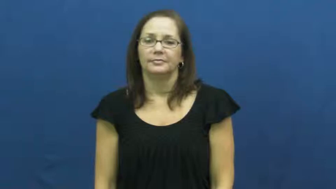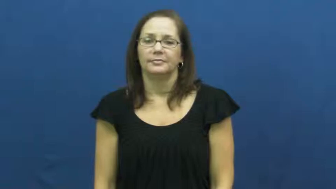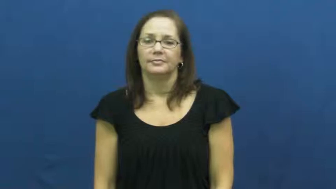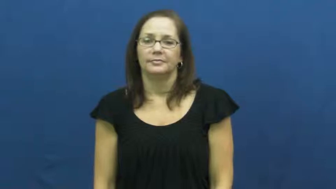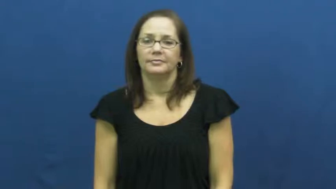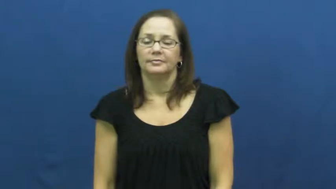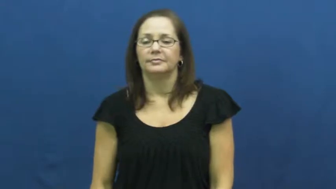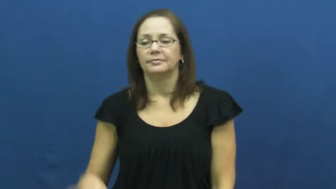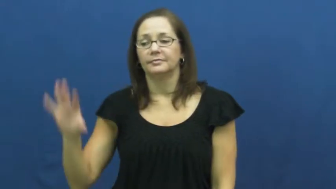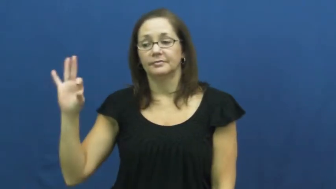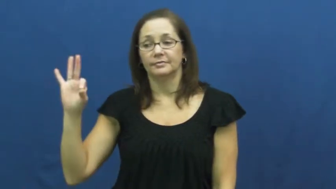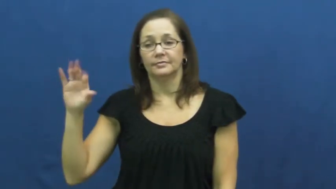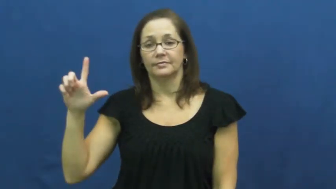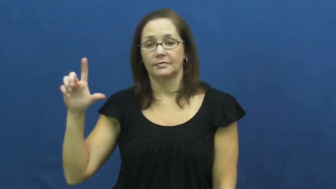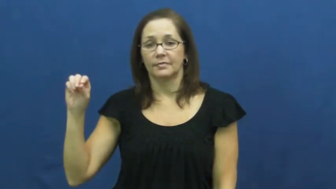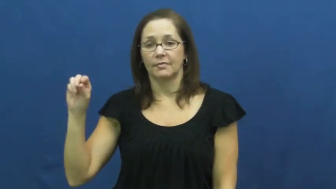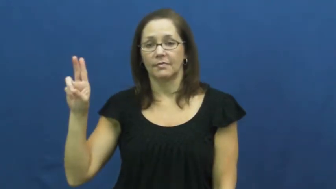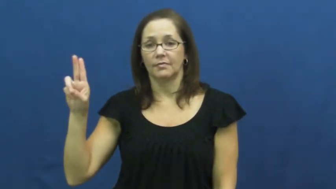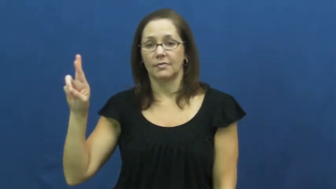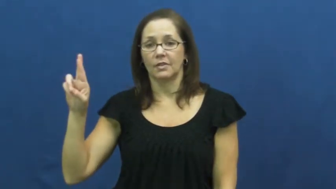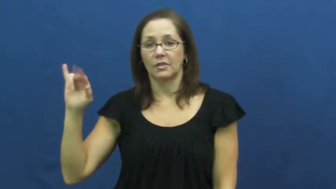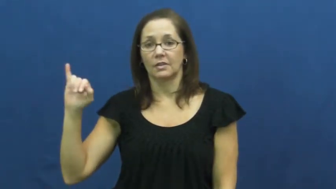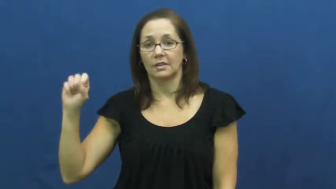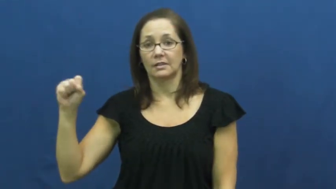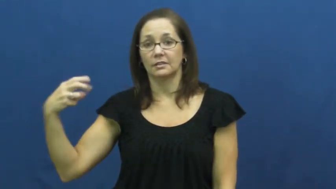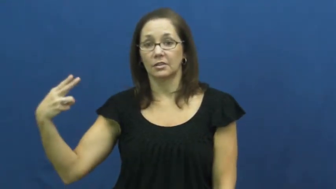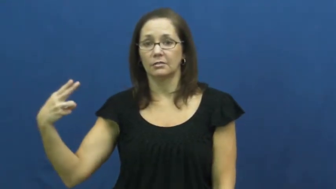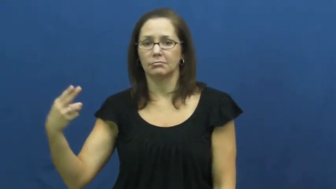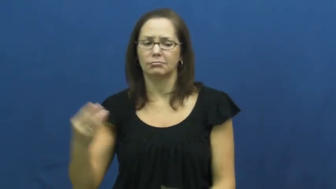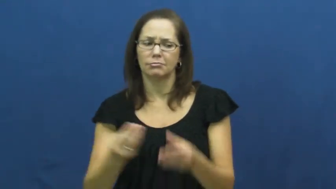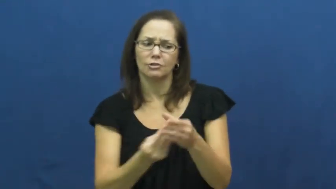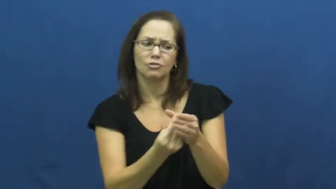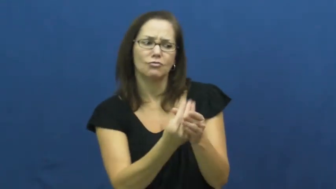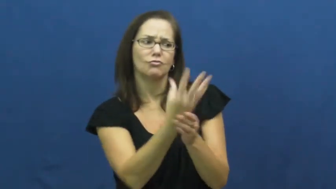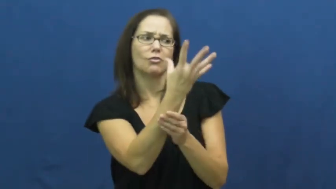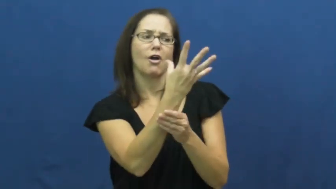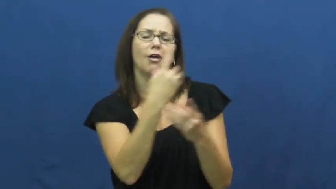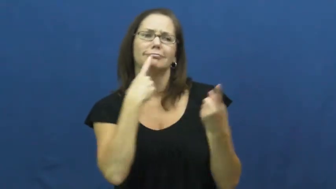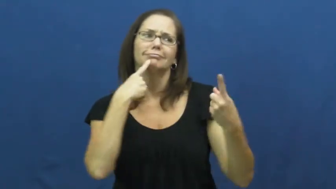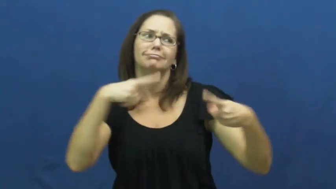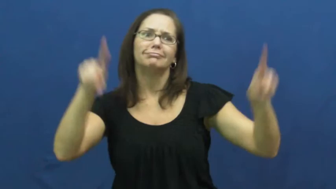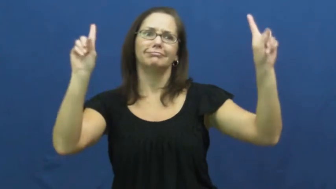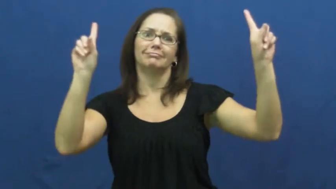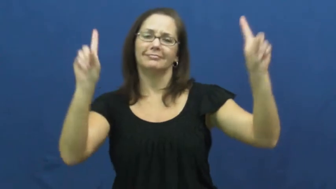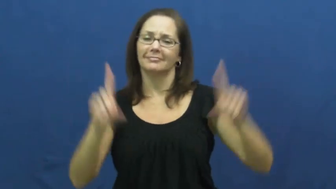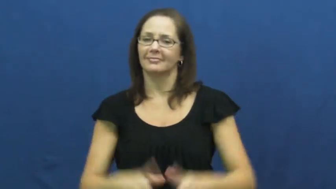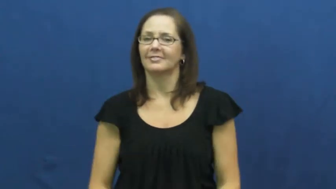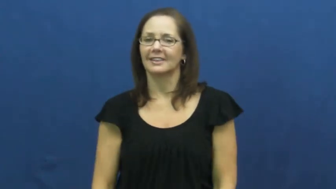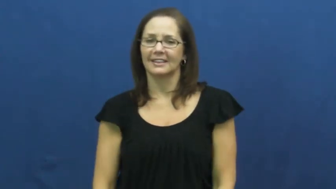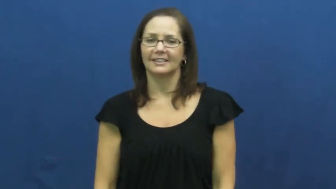flourish-succeed